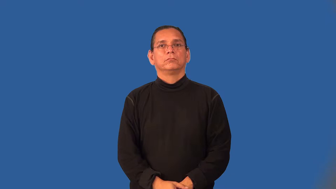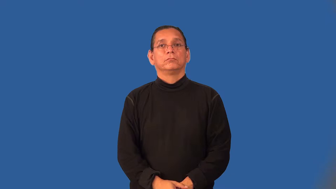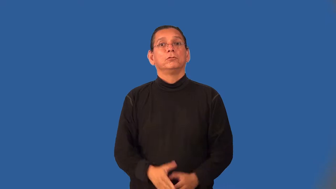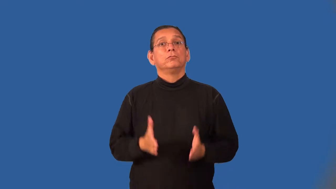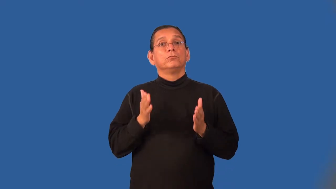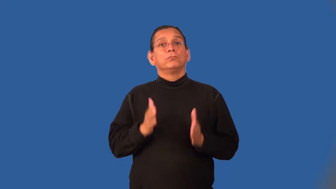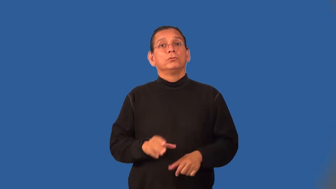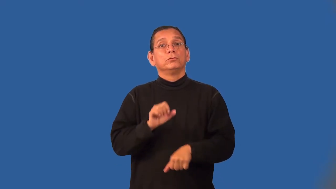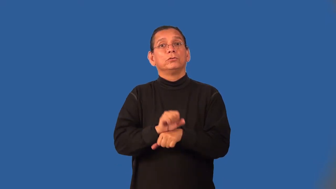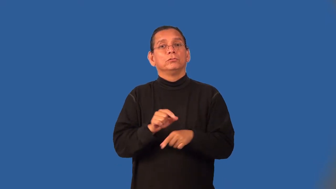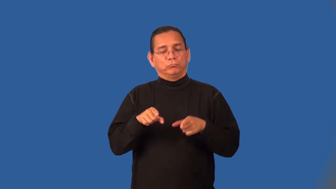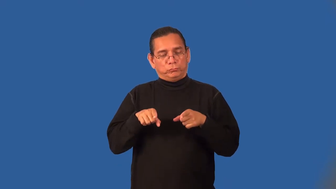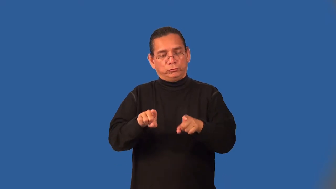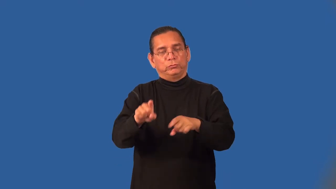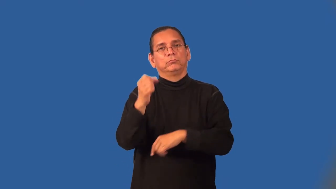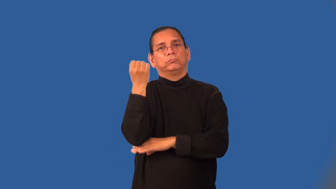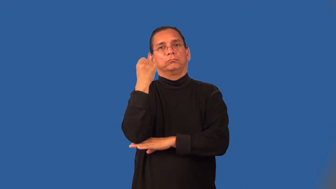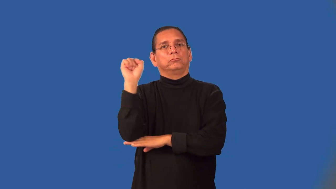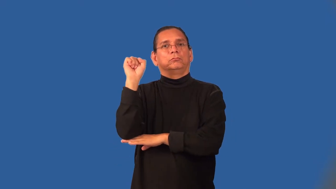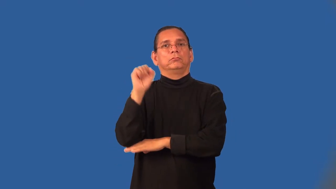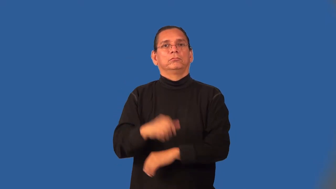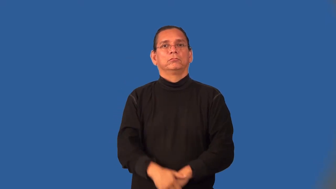strikebreaker